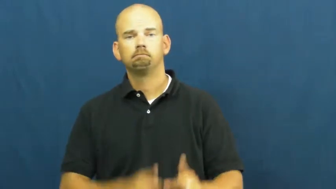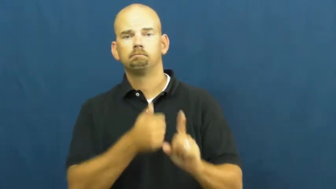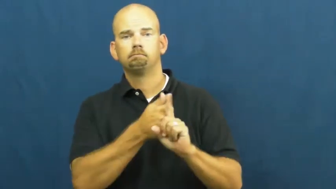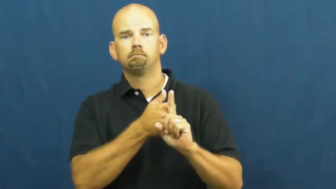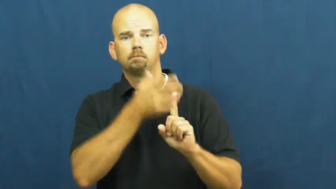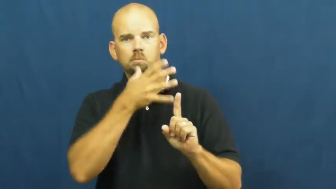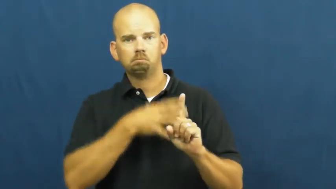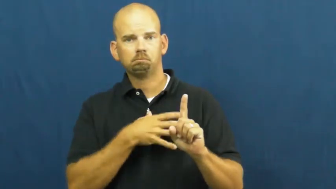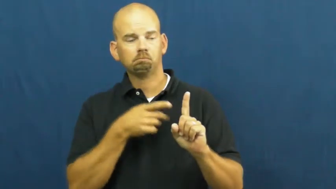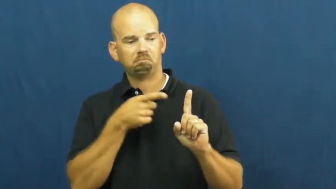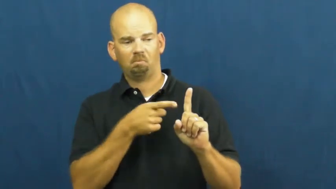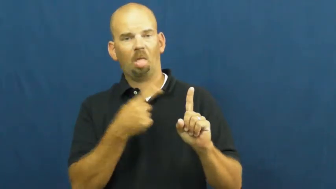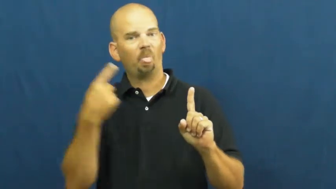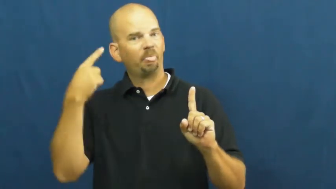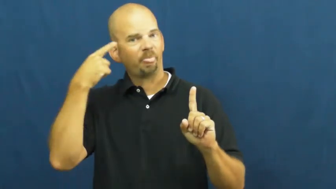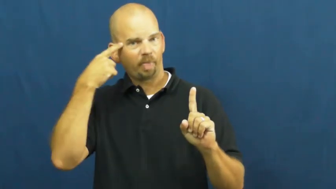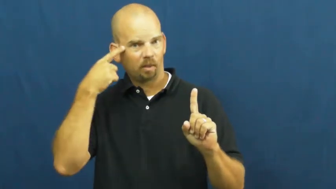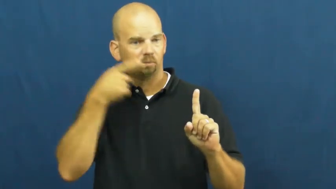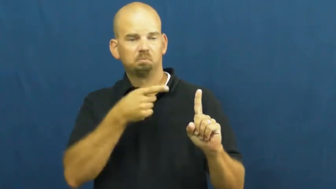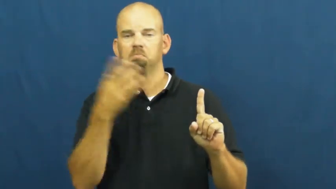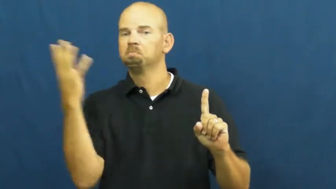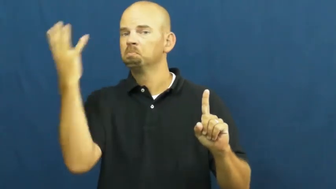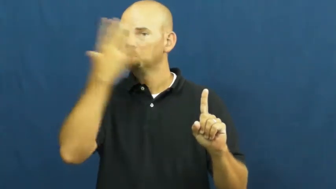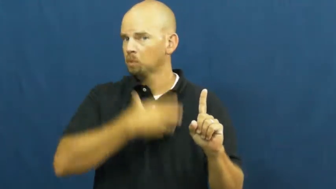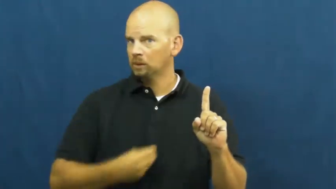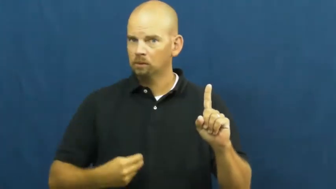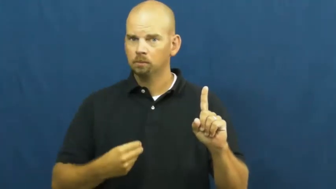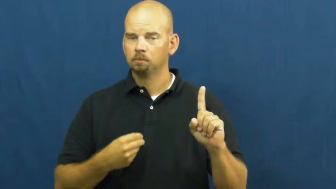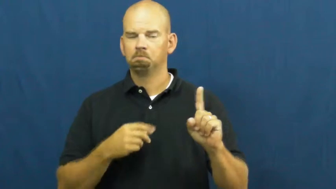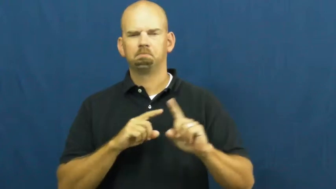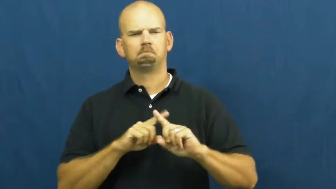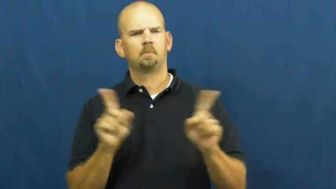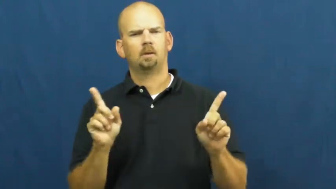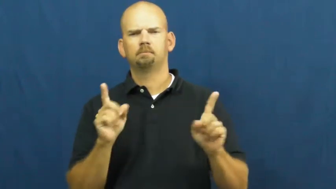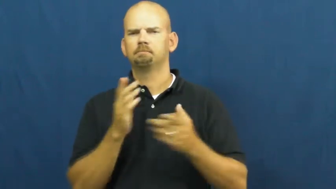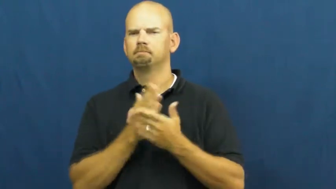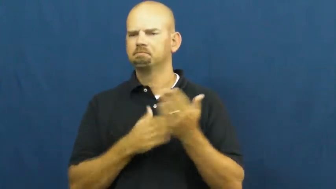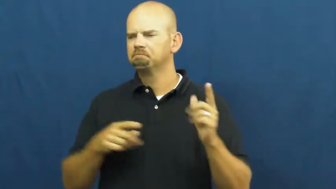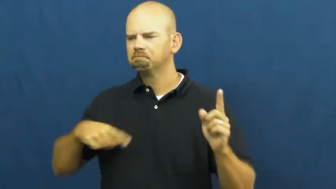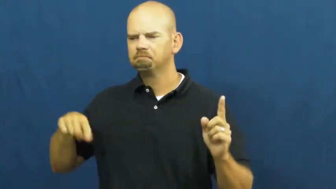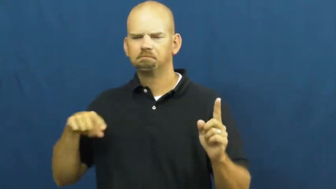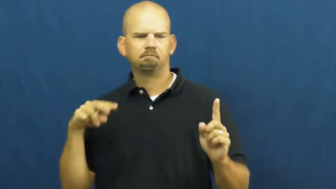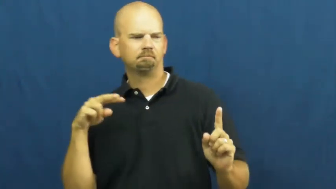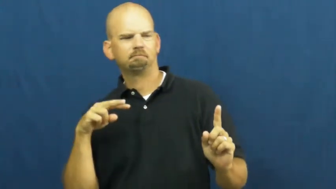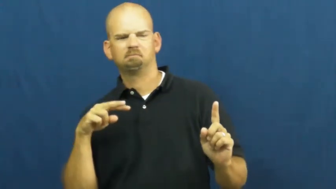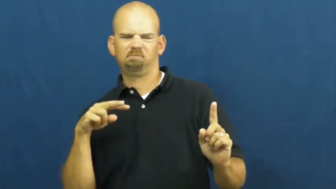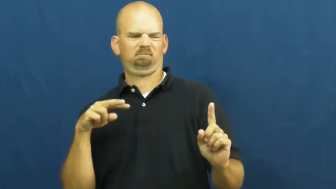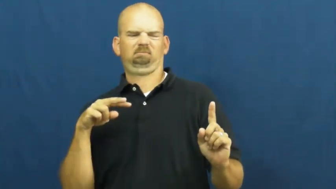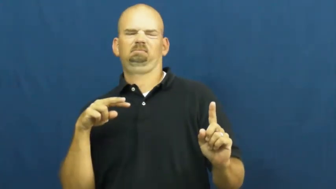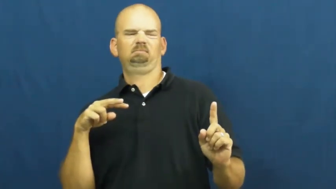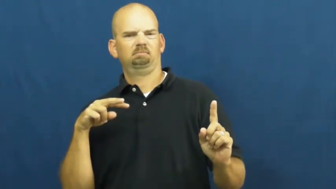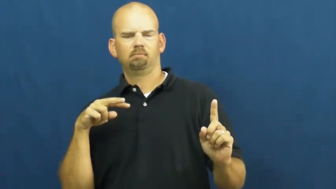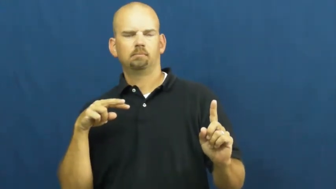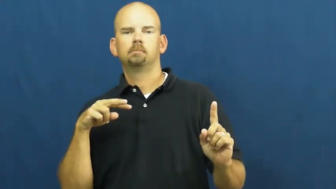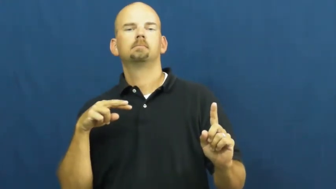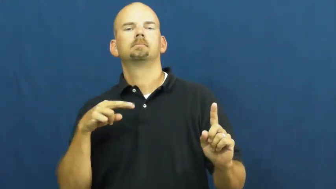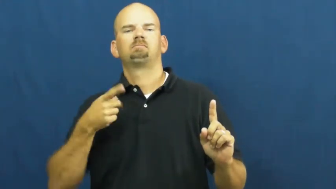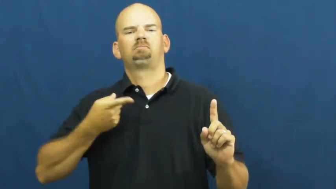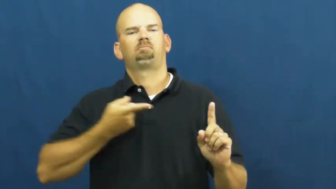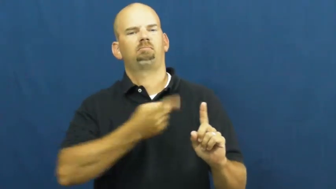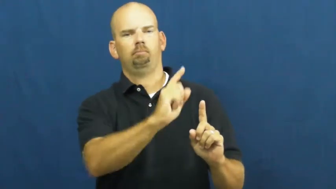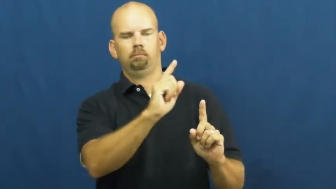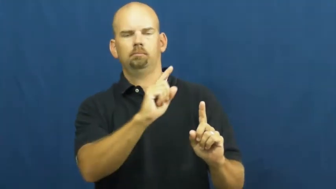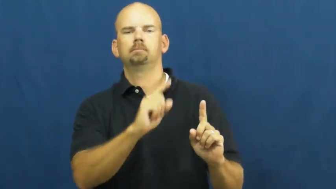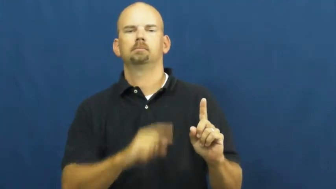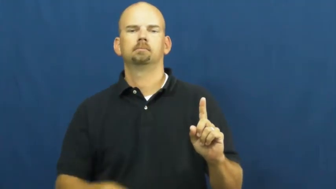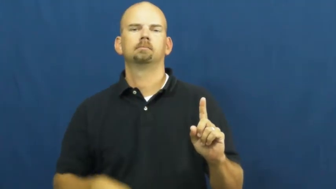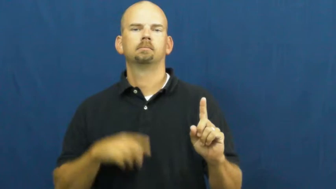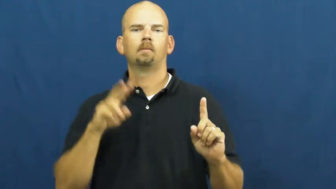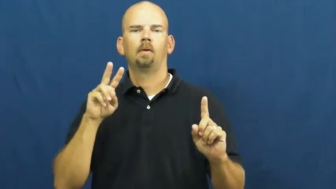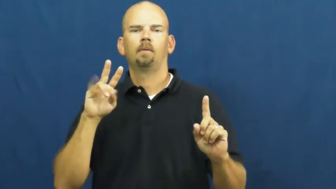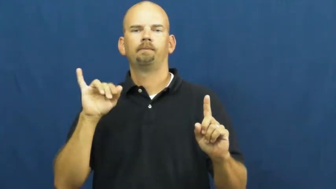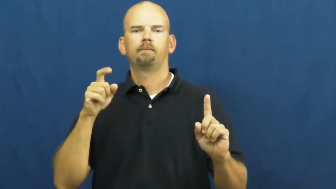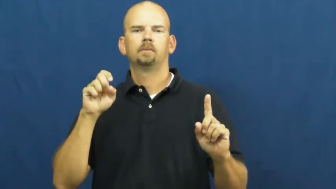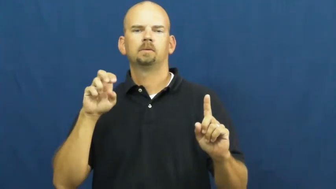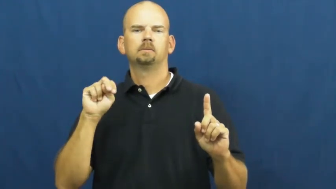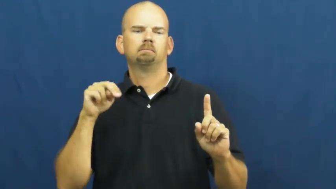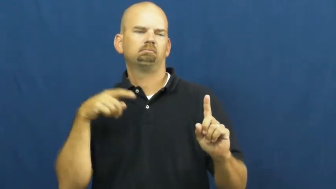vixen,minx-woman